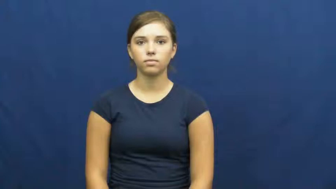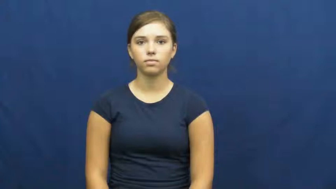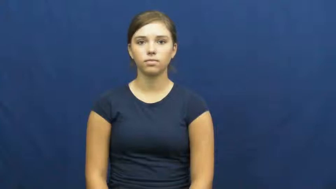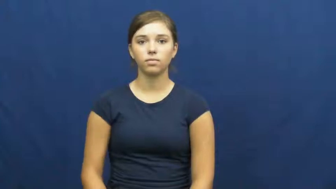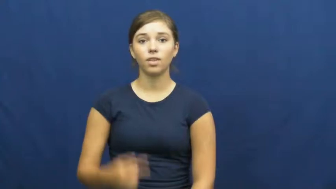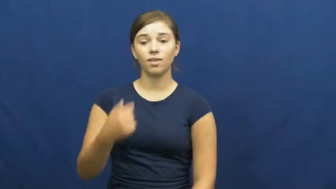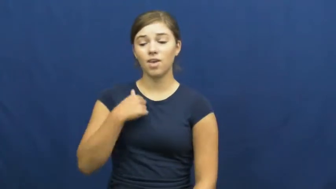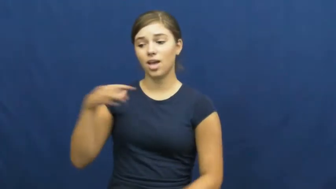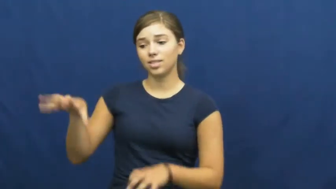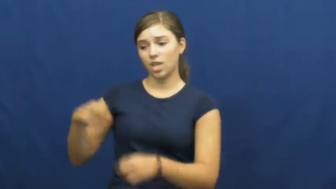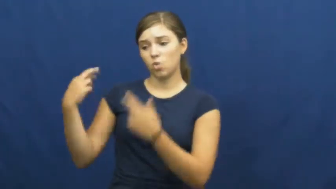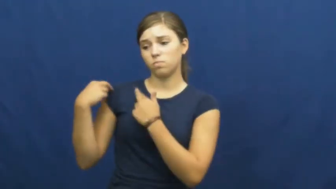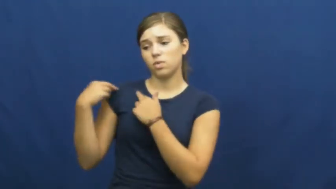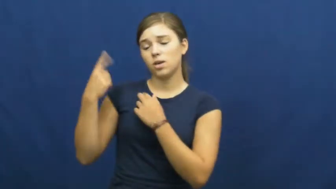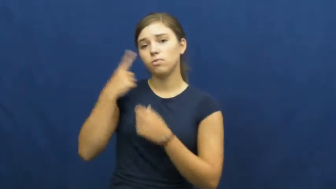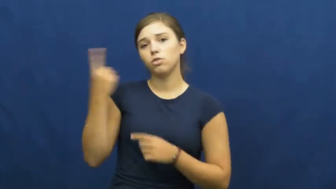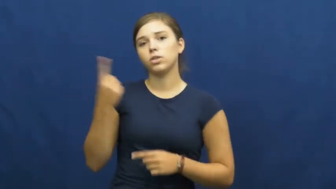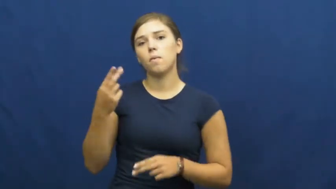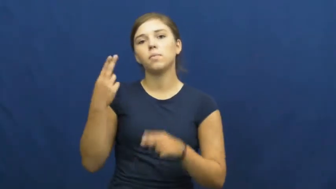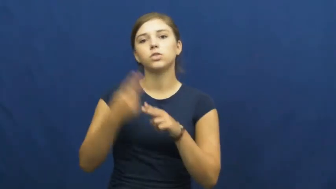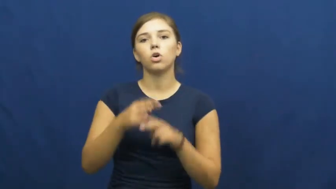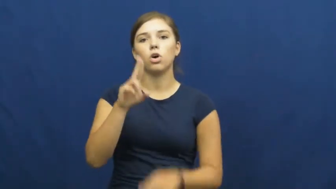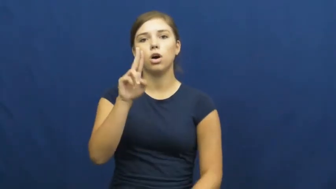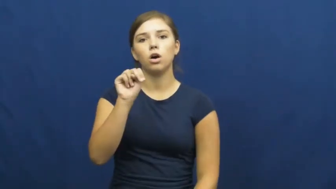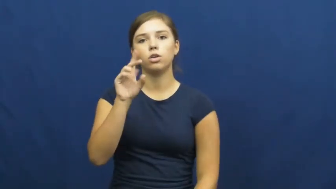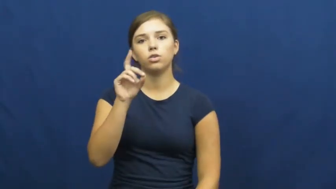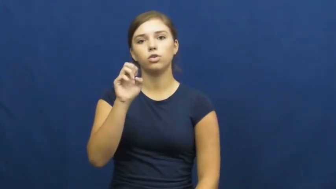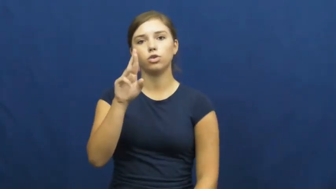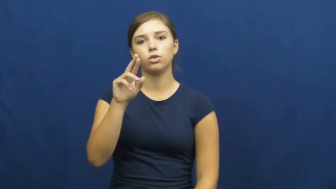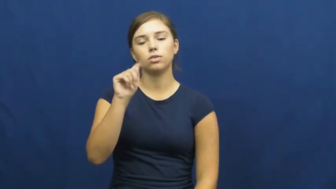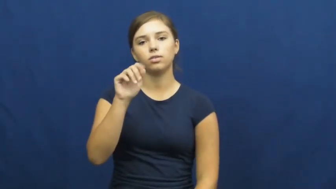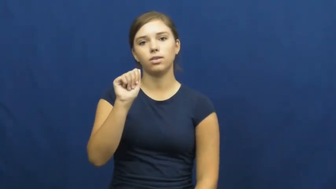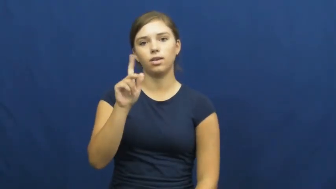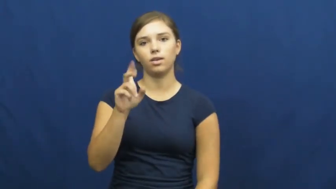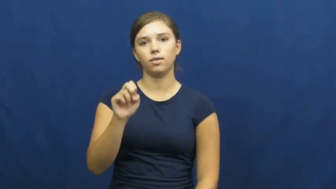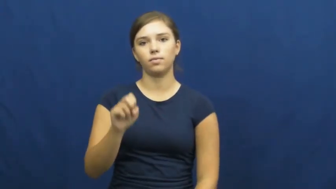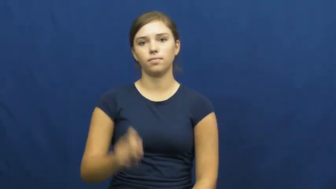undertake